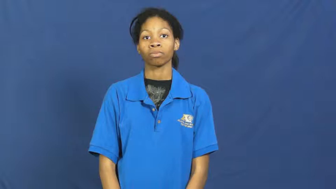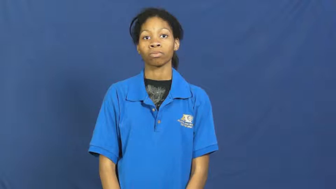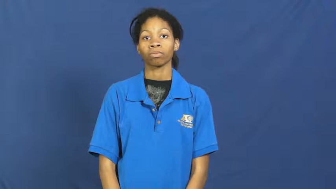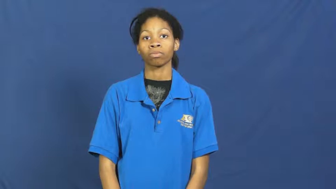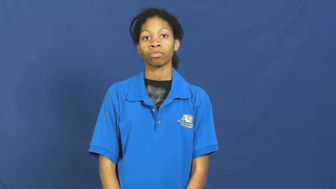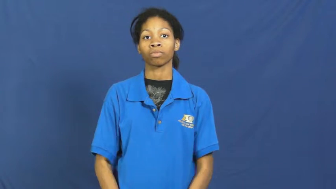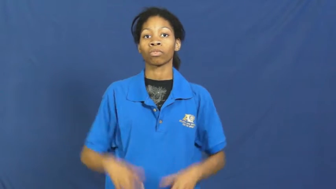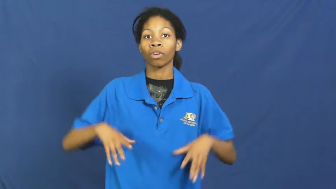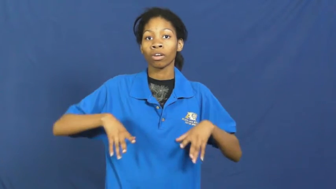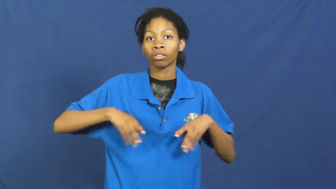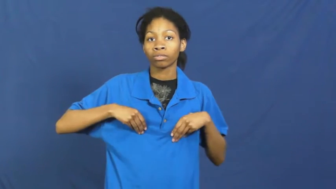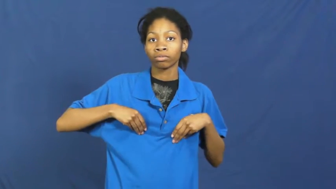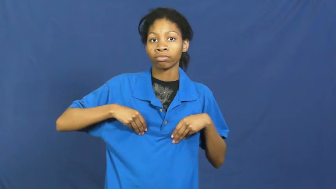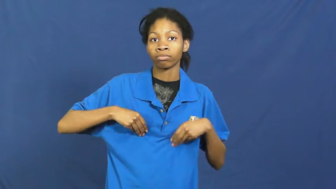embrace-accept